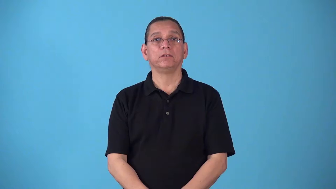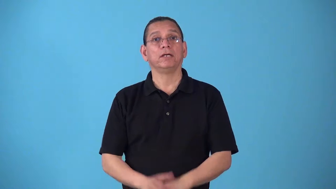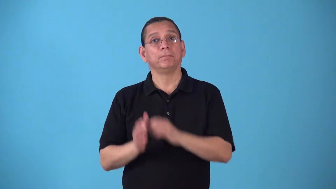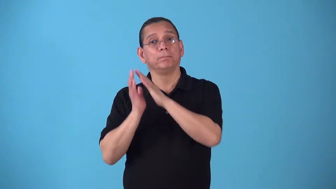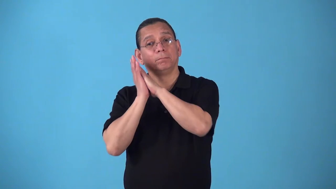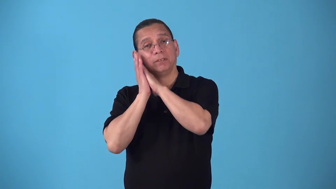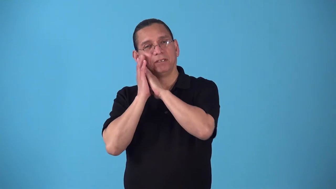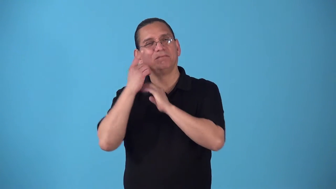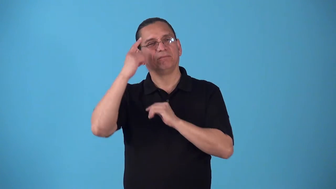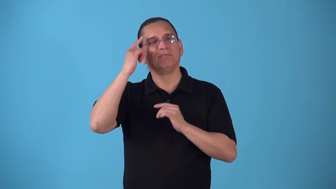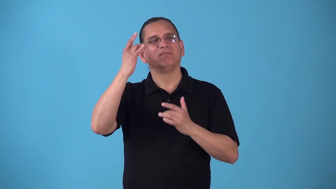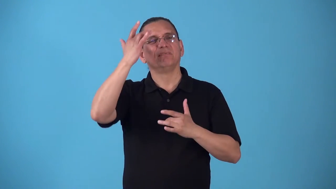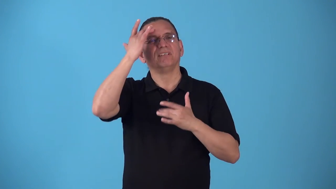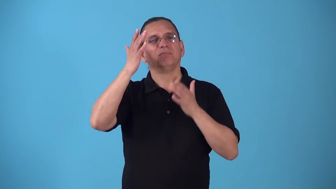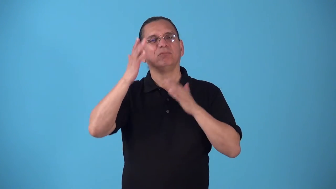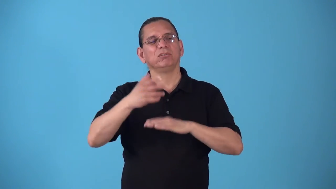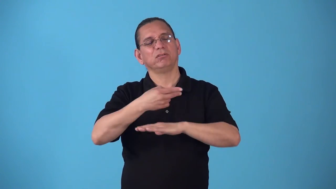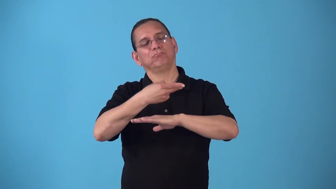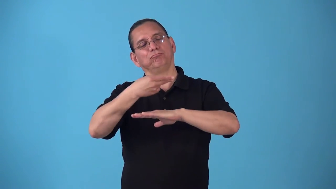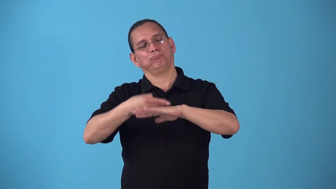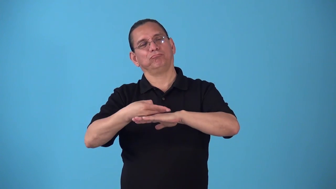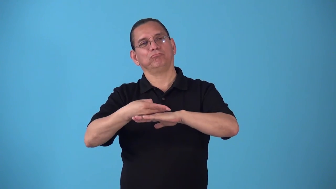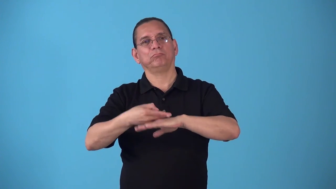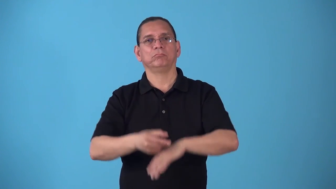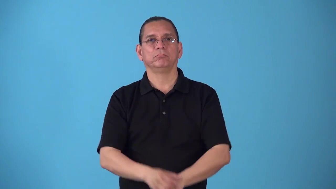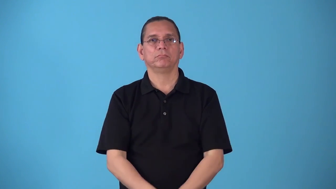sickbed